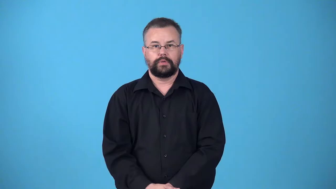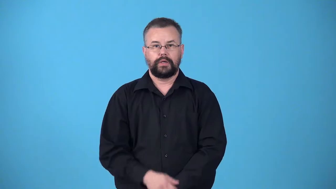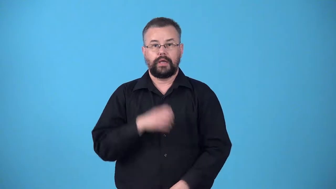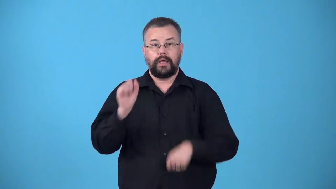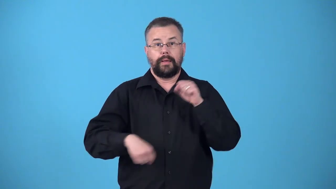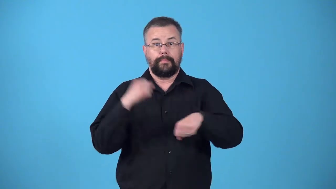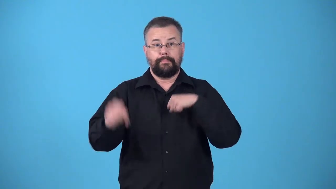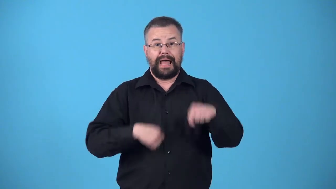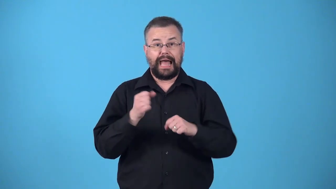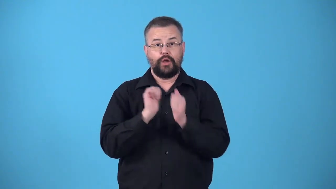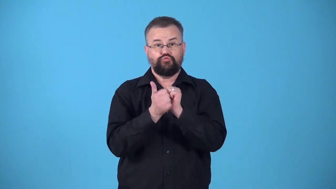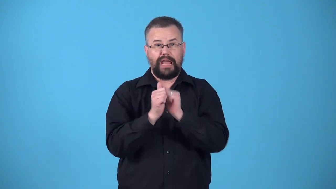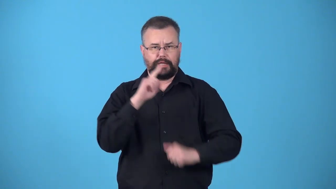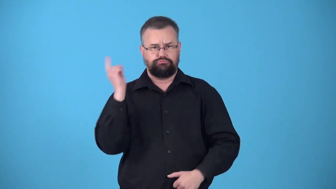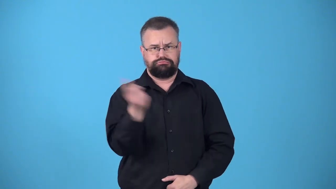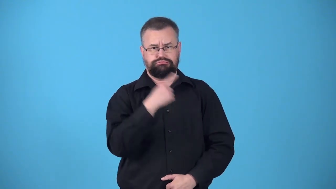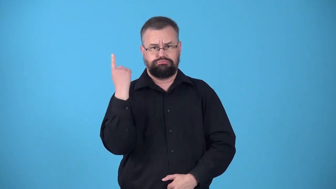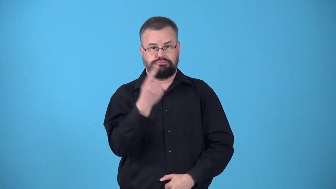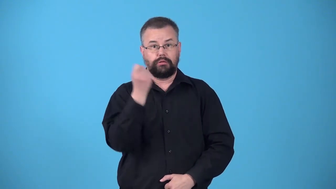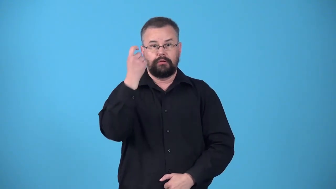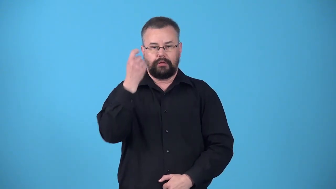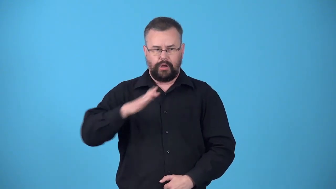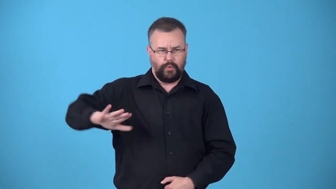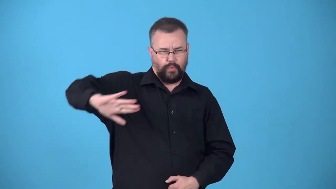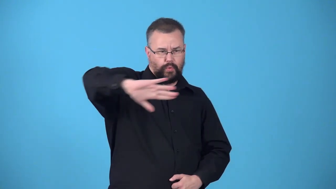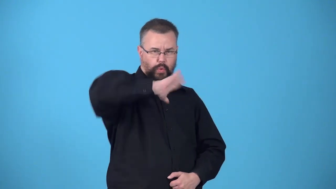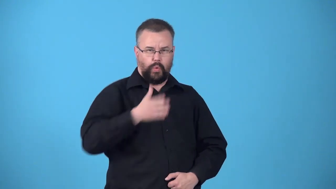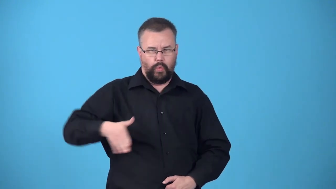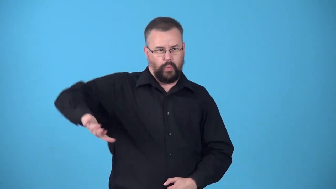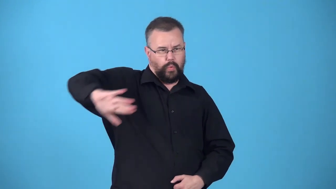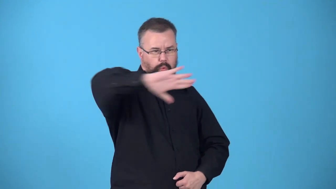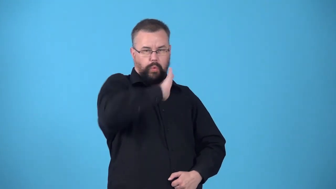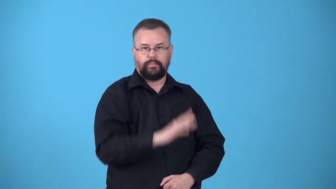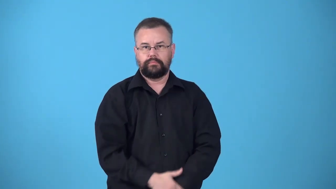velodrome